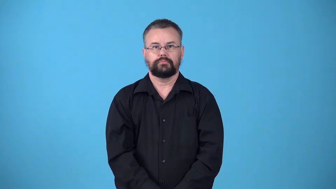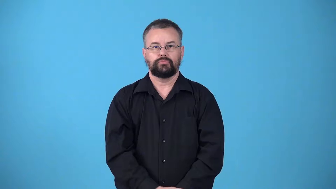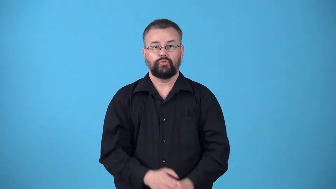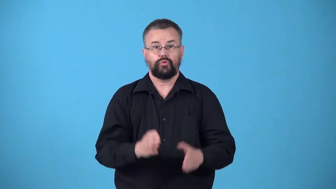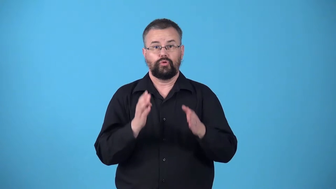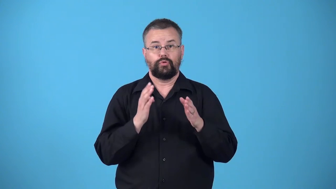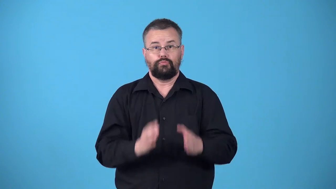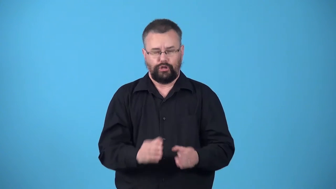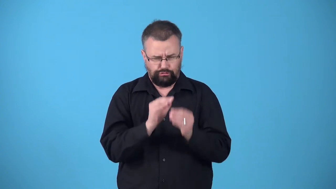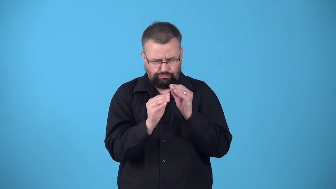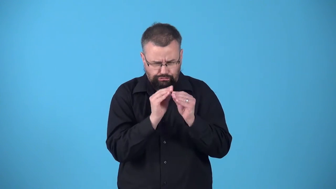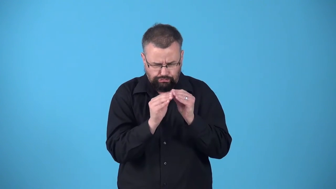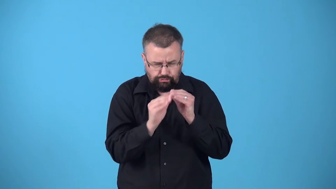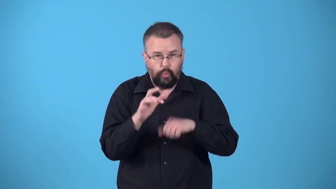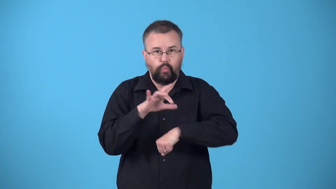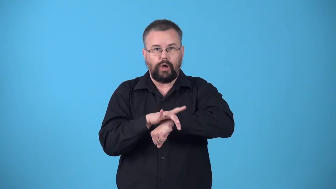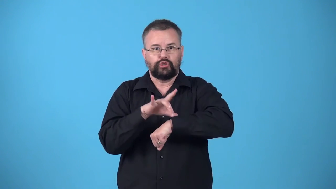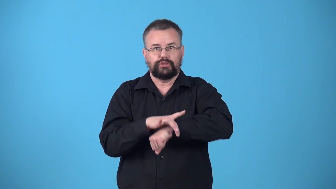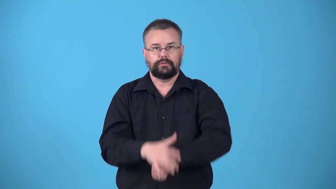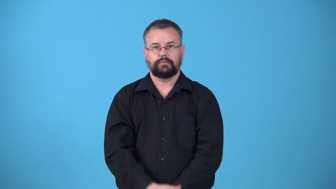watchmaker